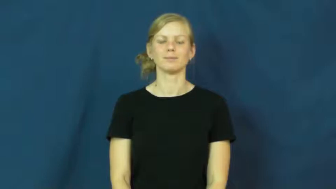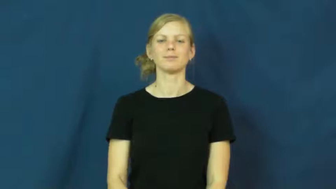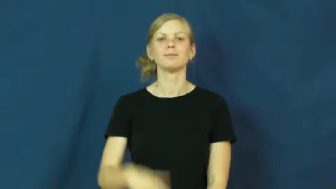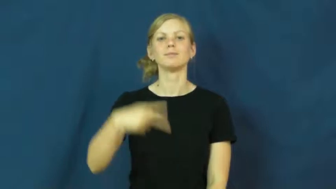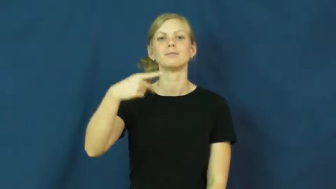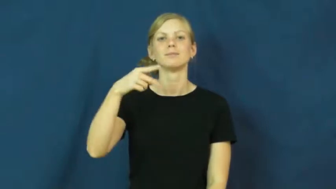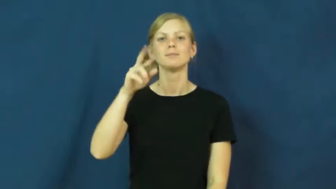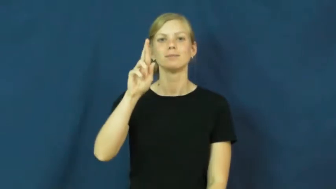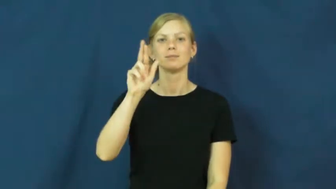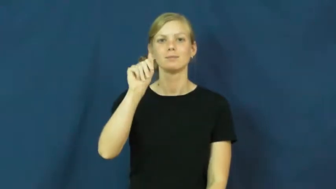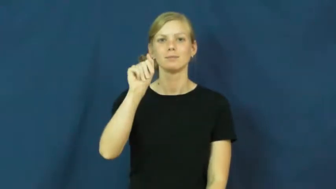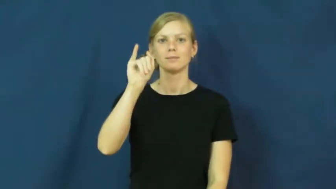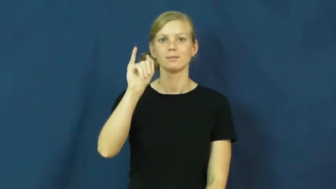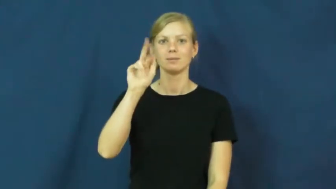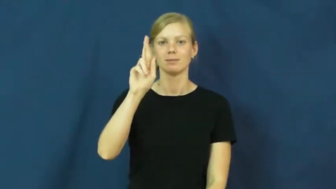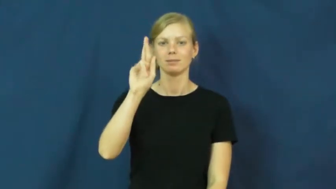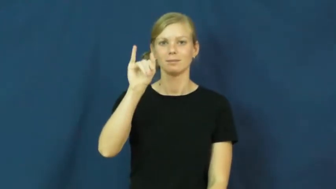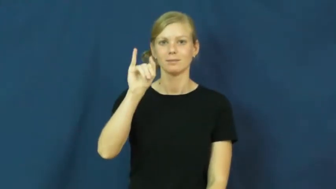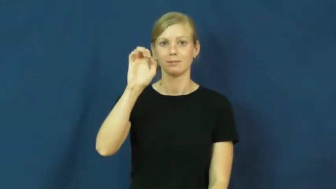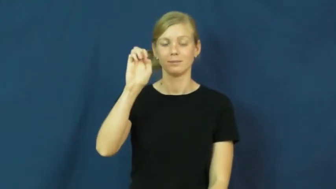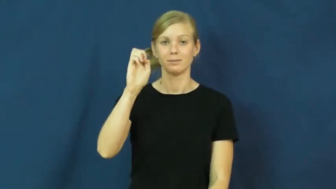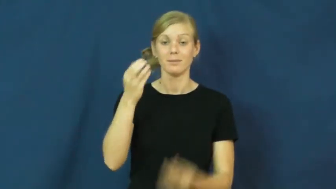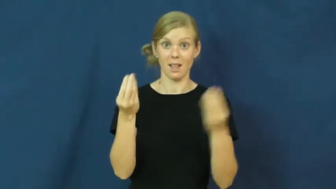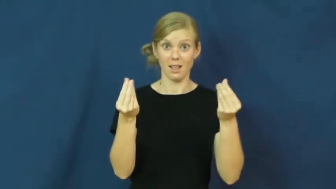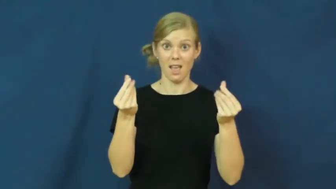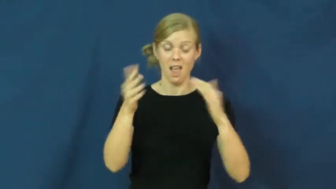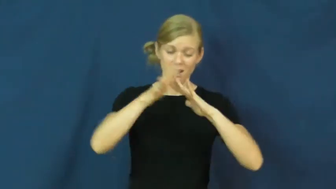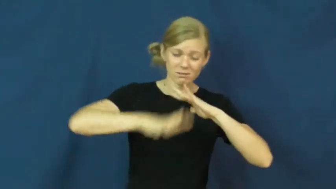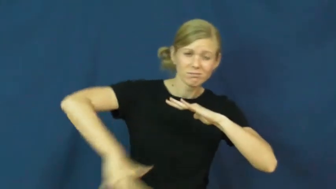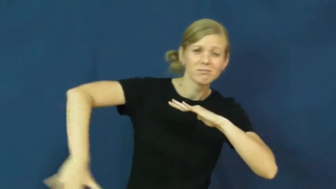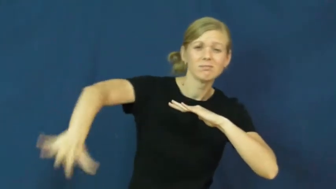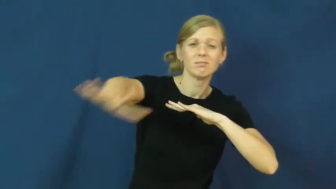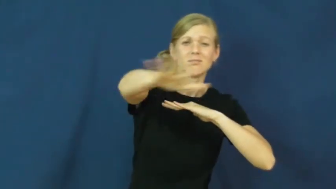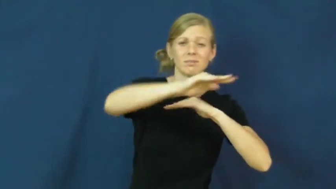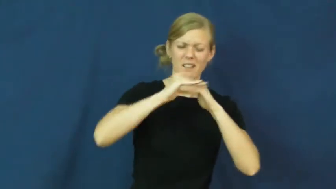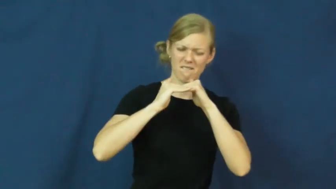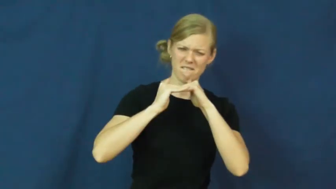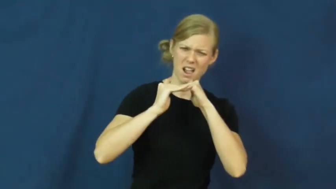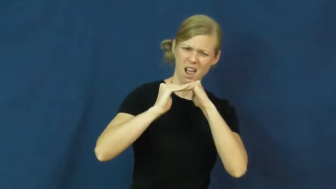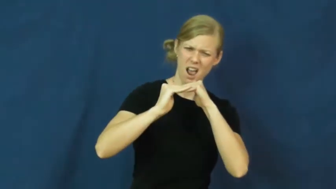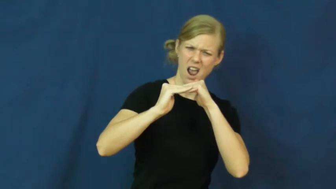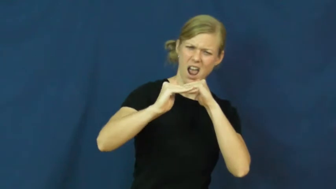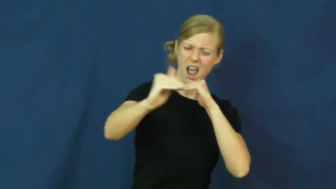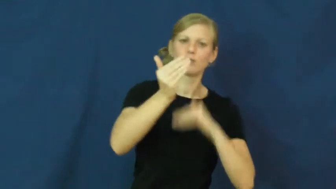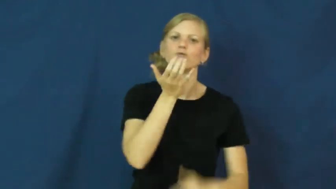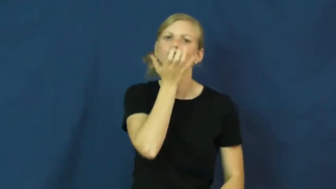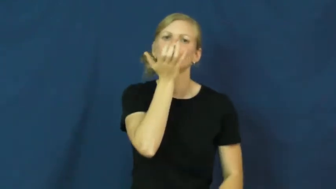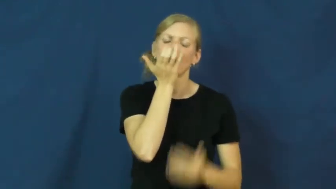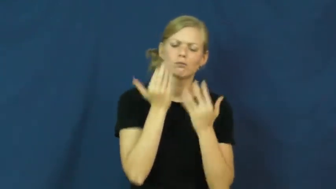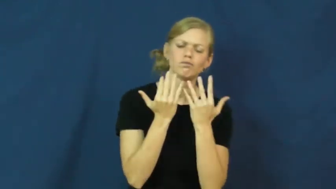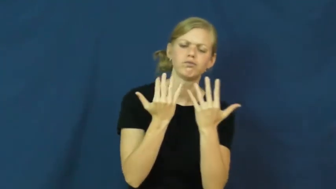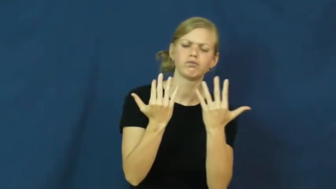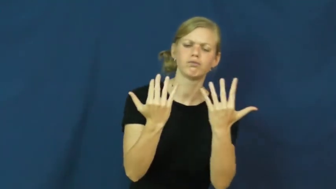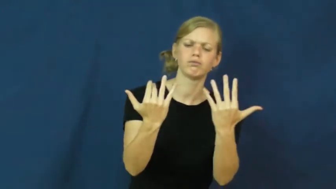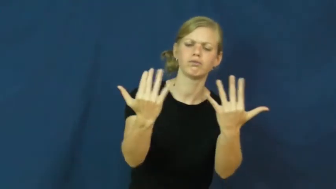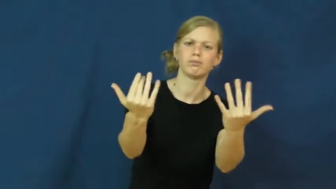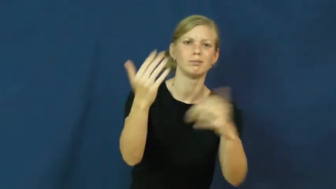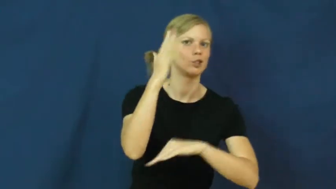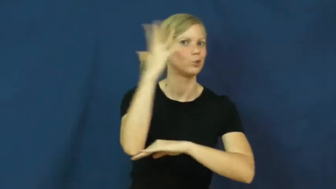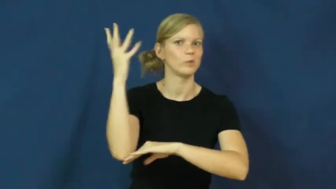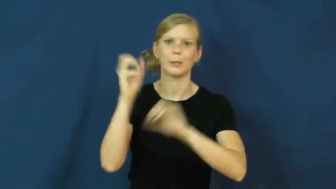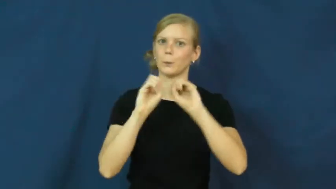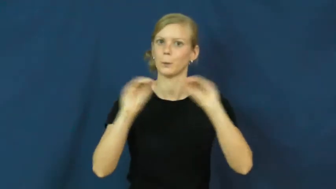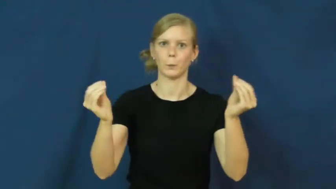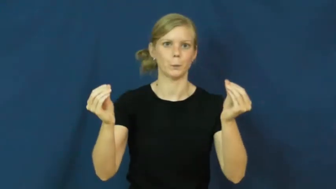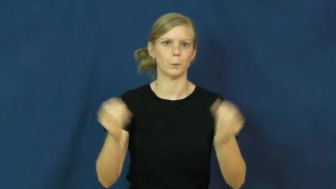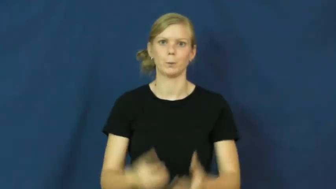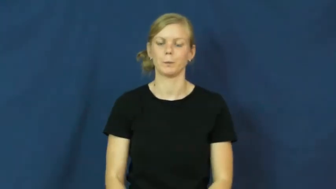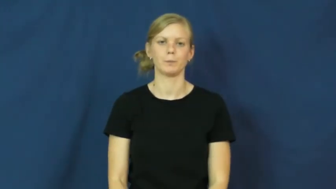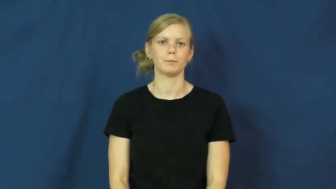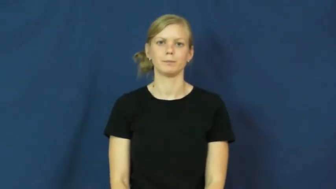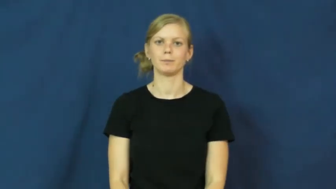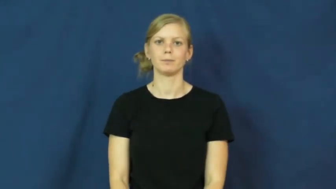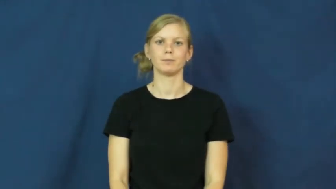prairie